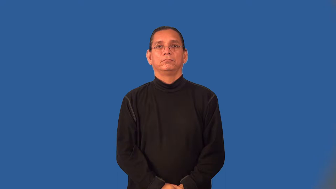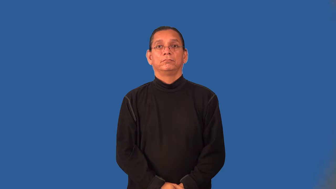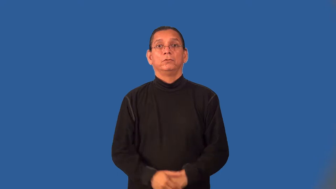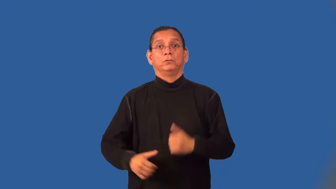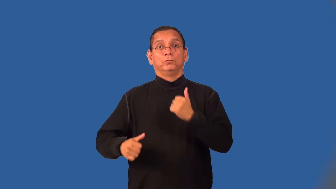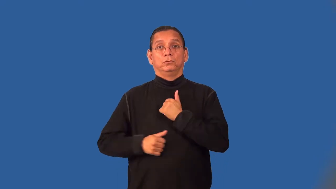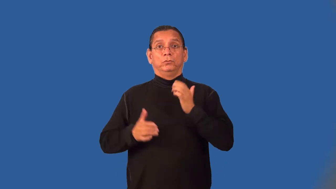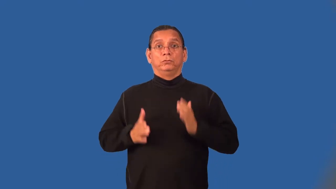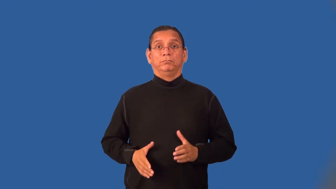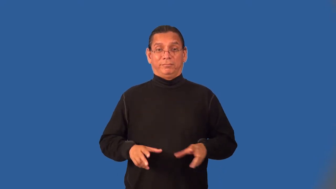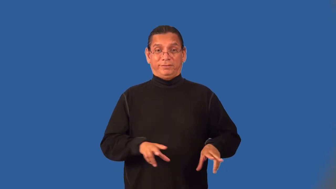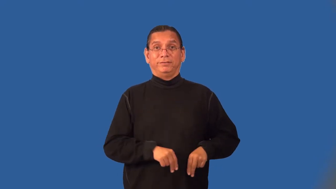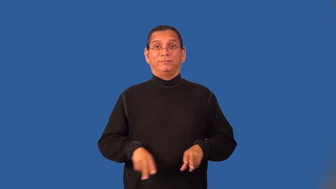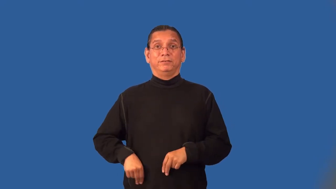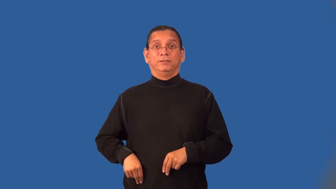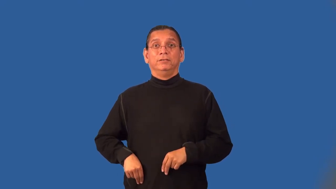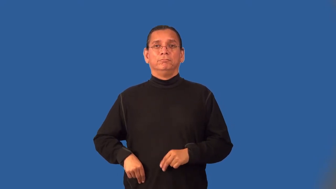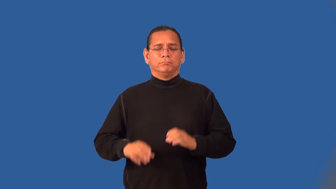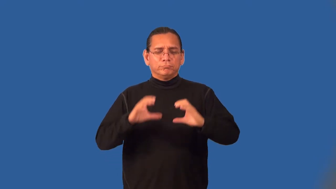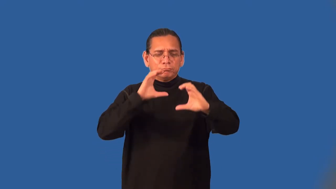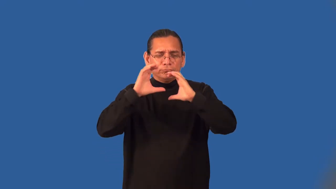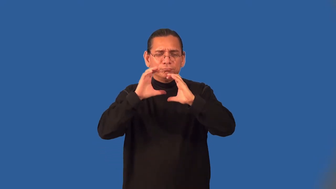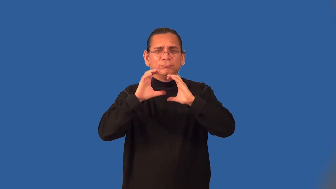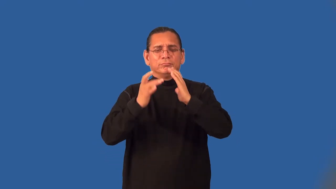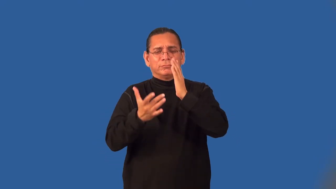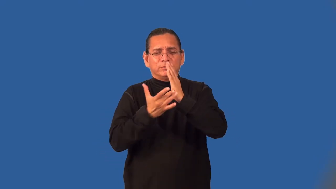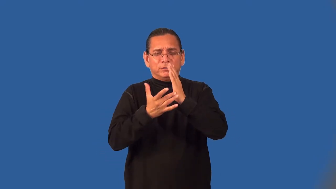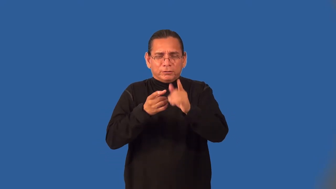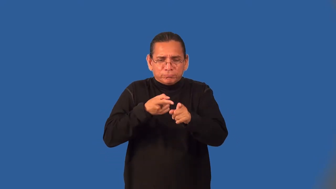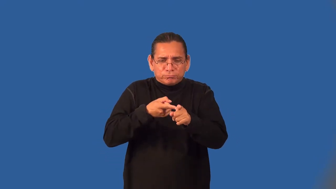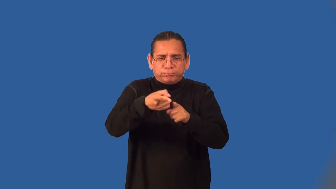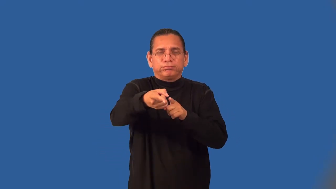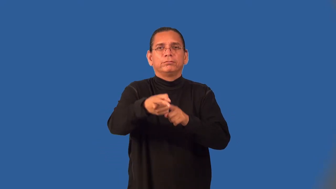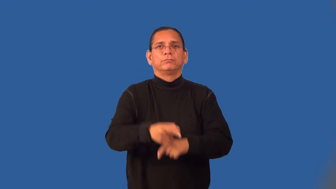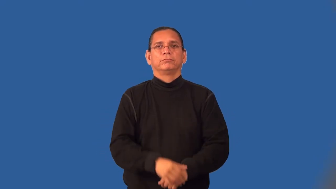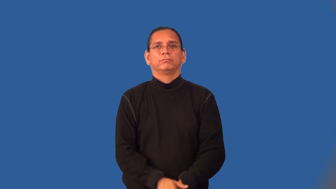yeoman